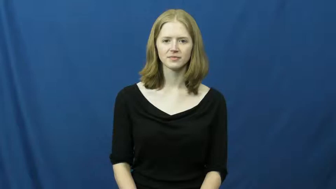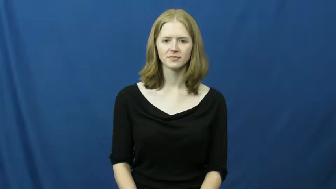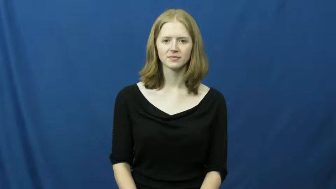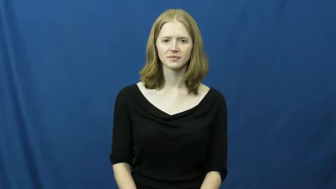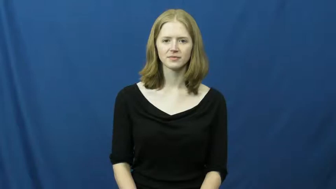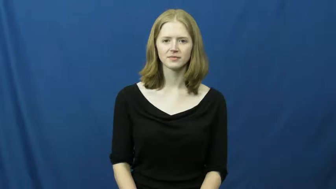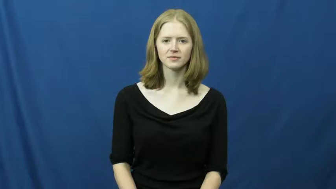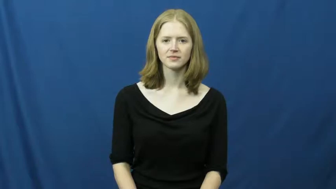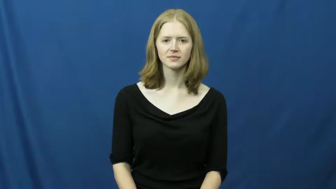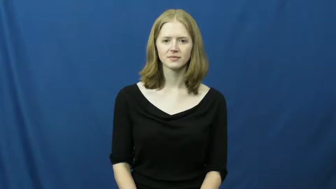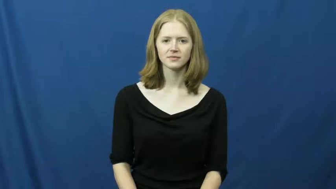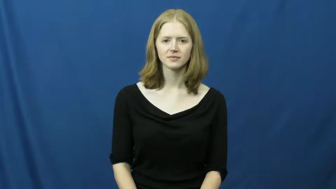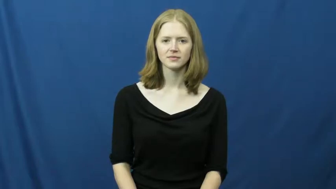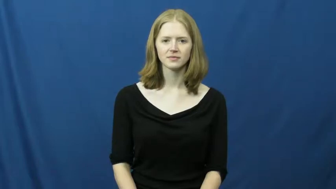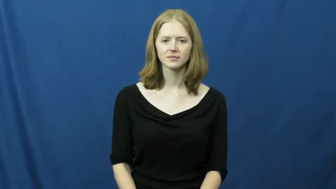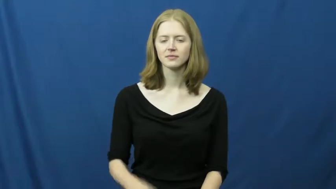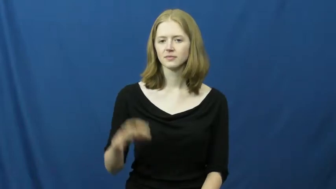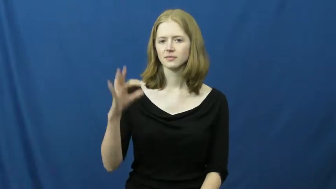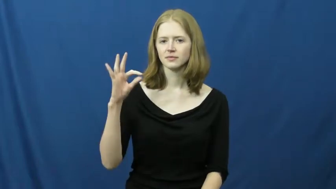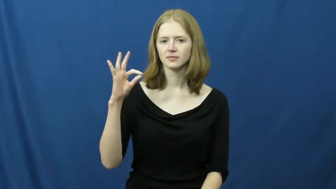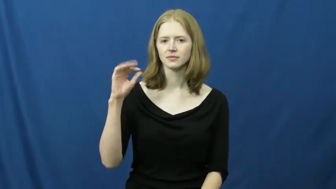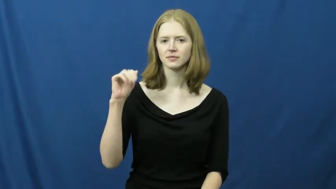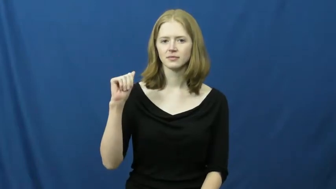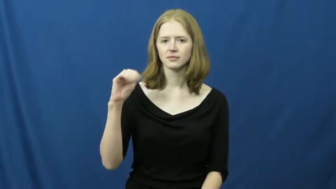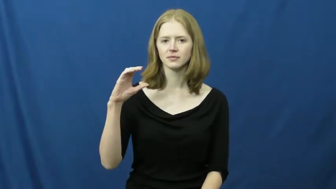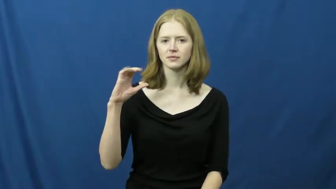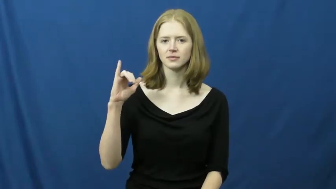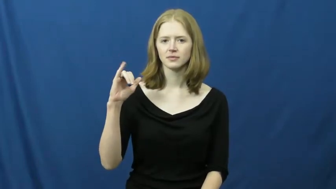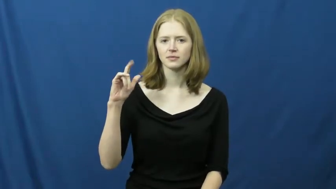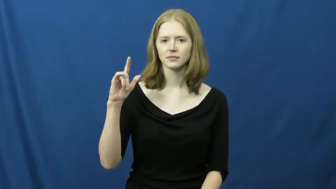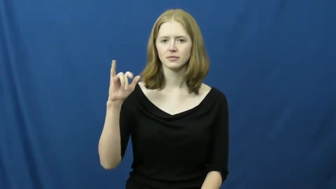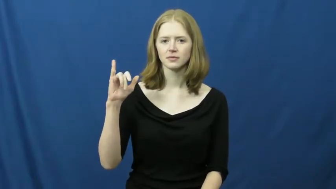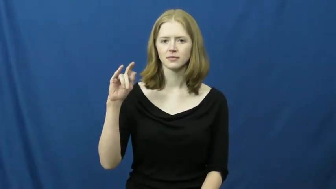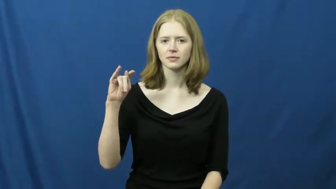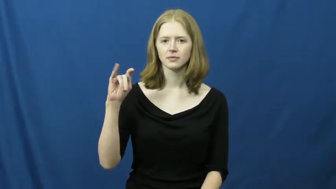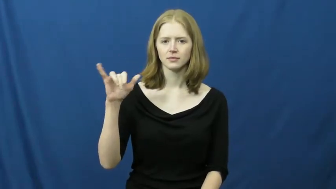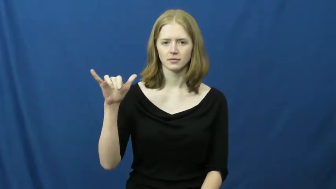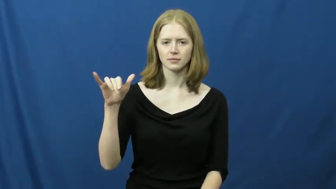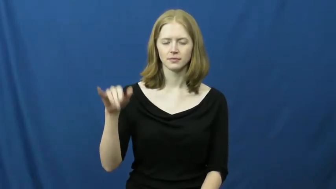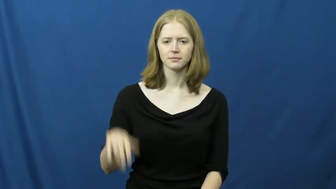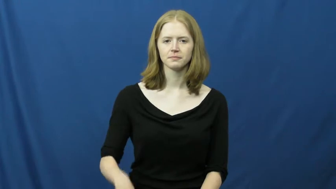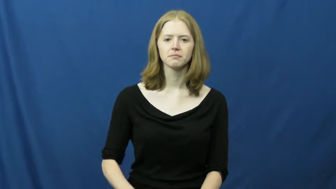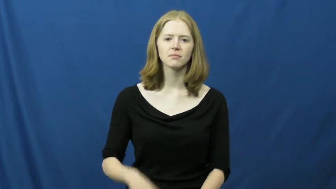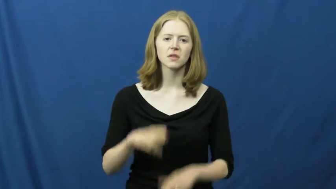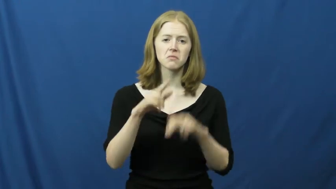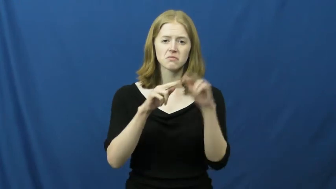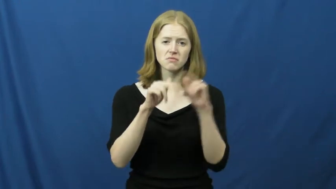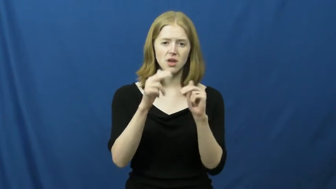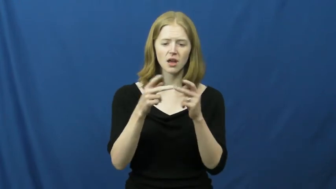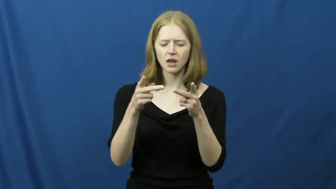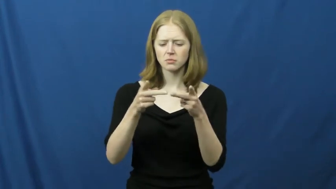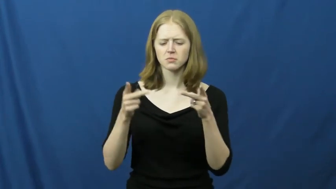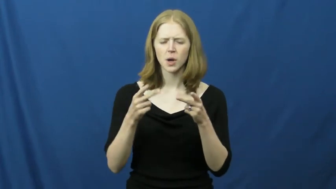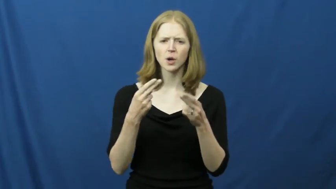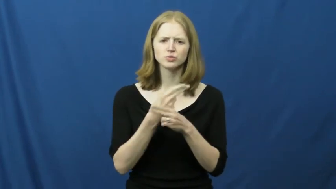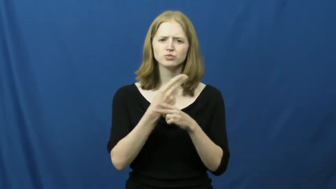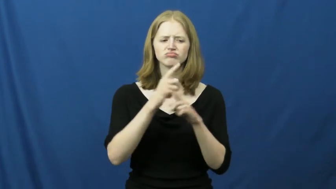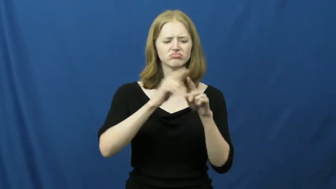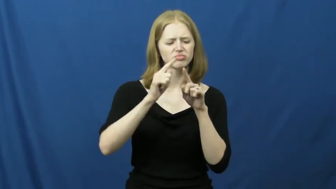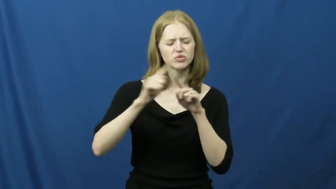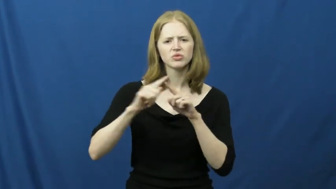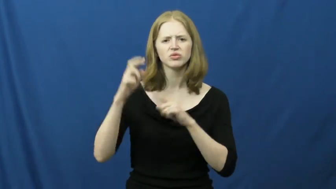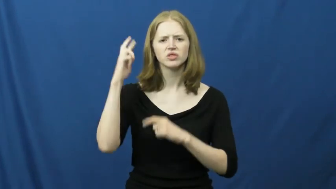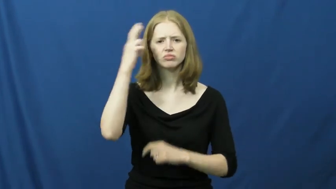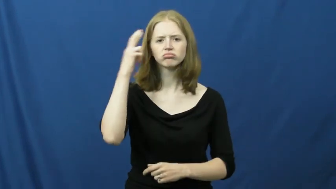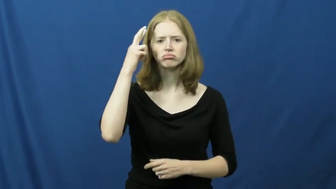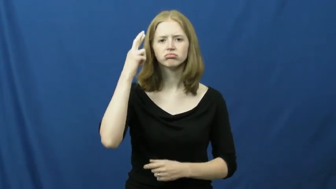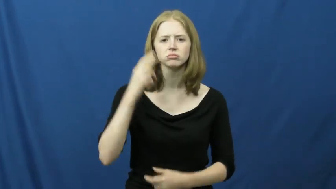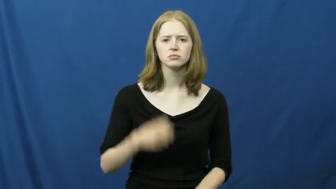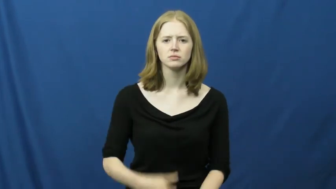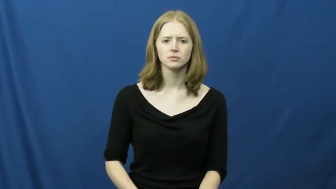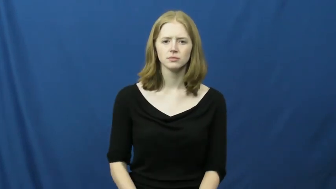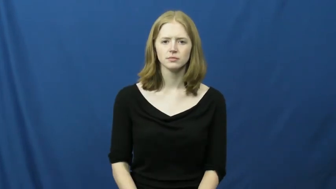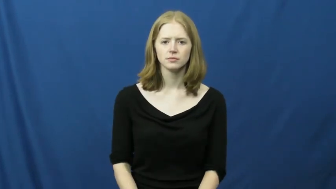facility-building